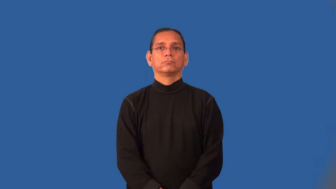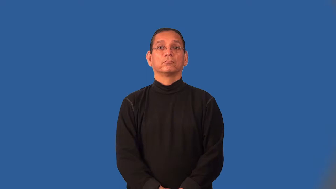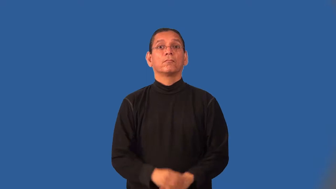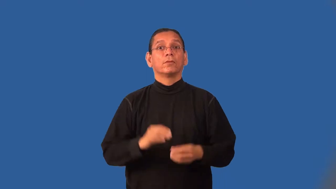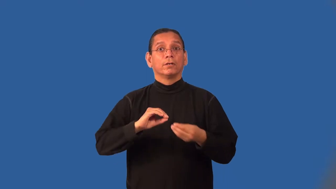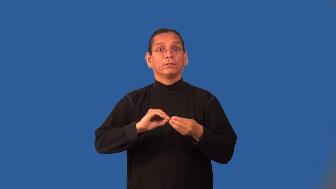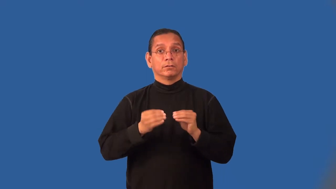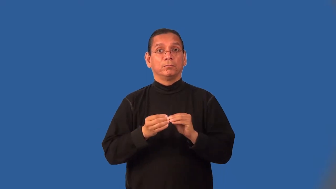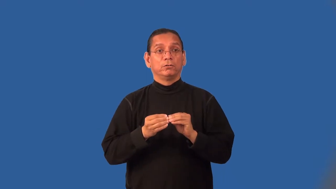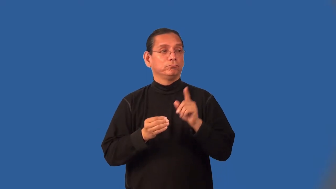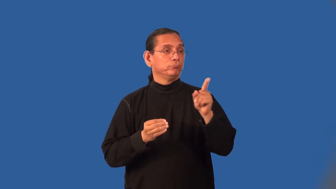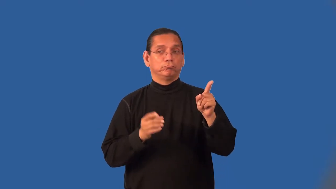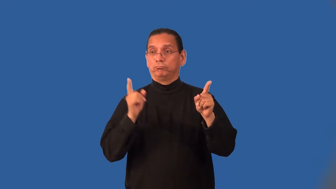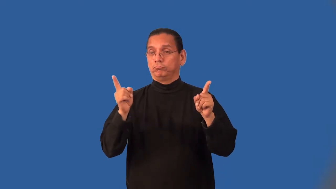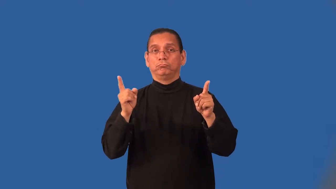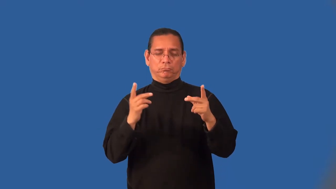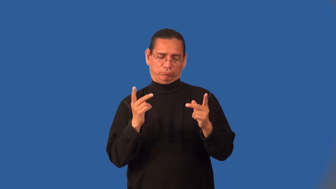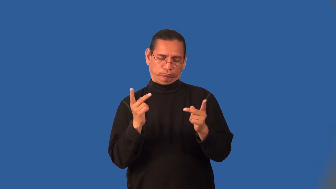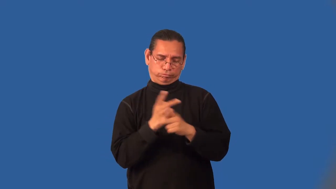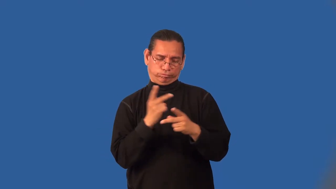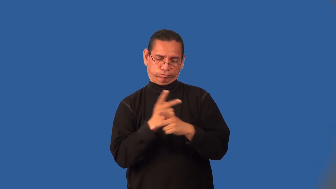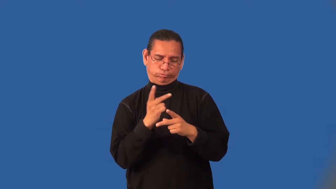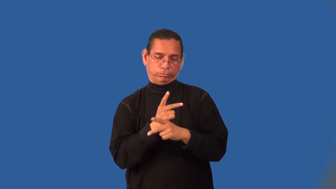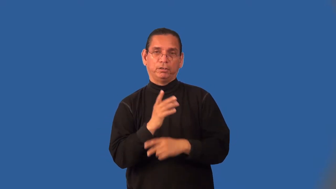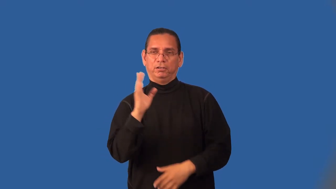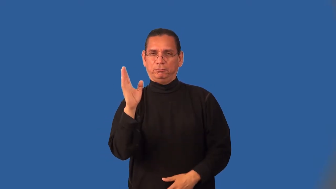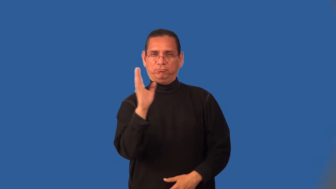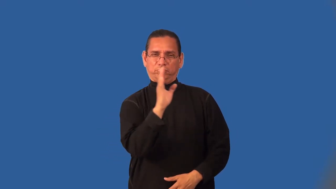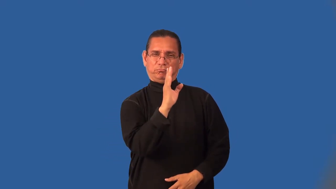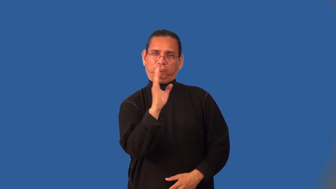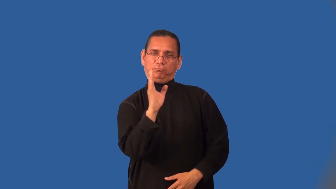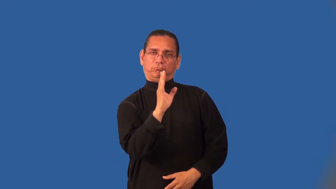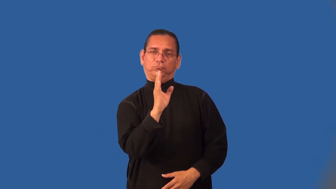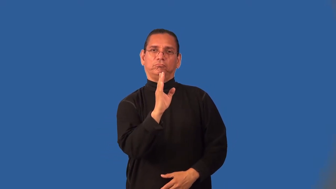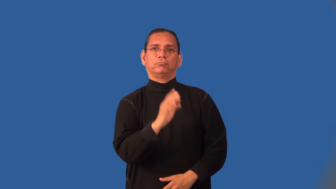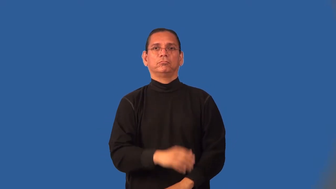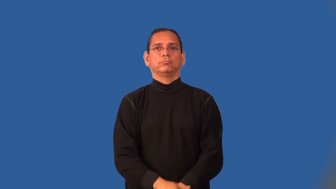interpolate-numbers